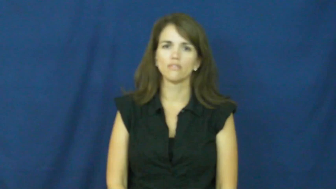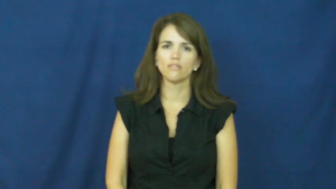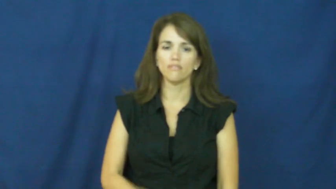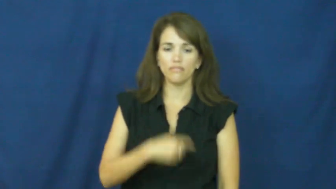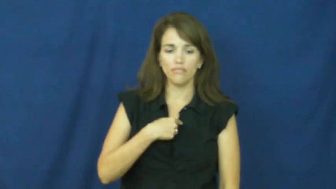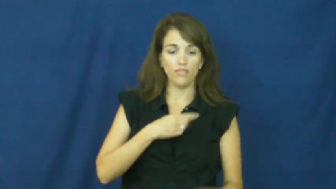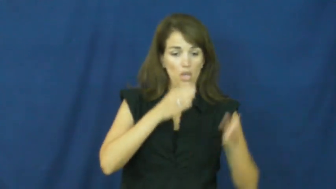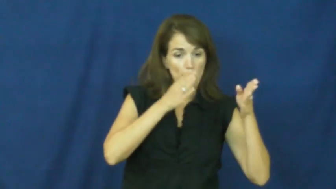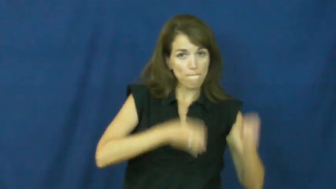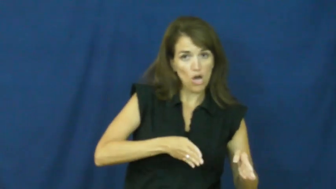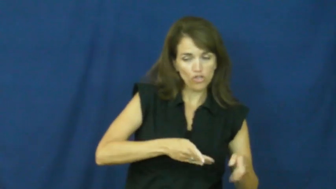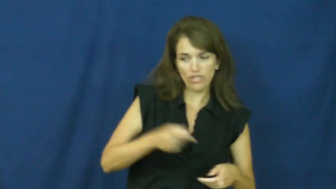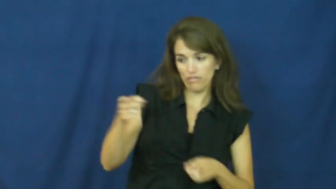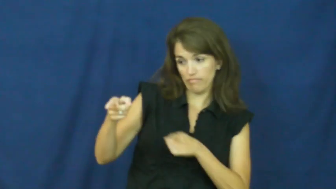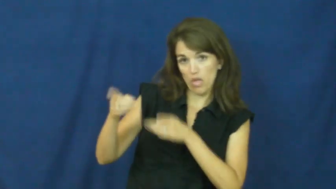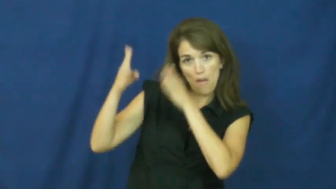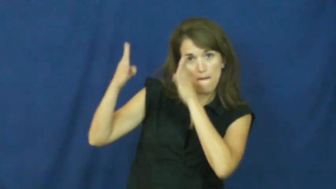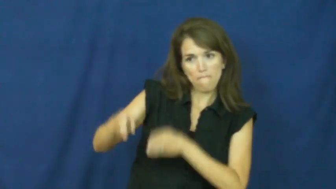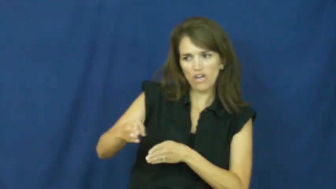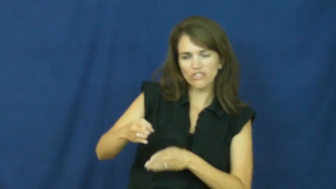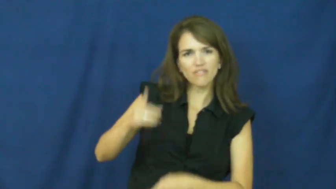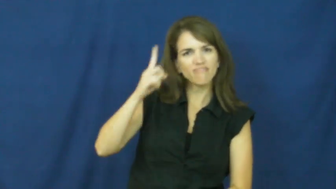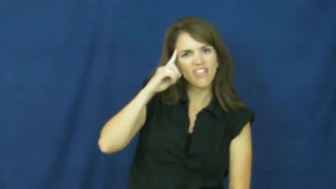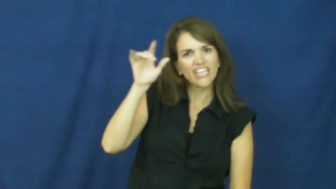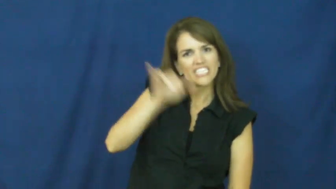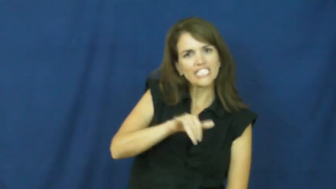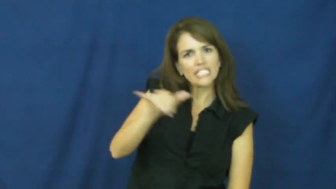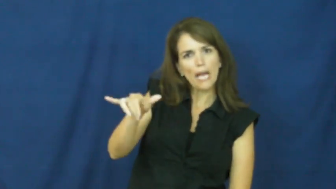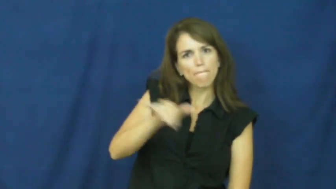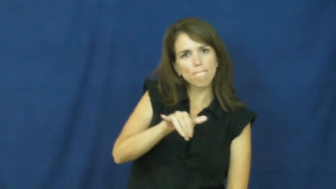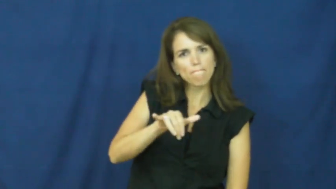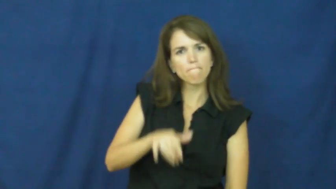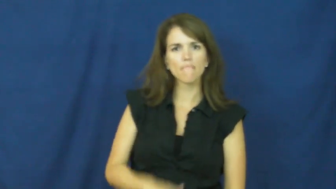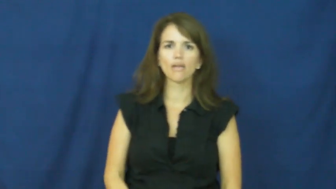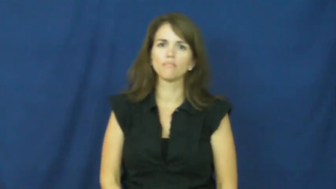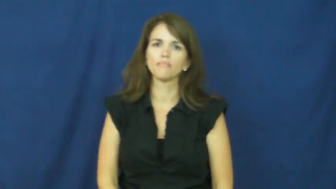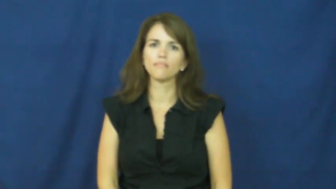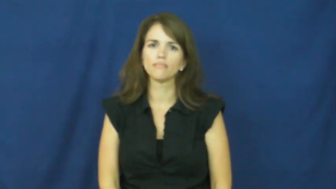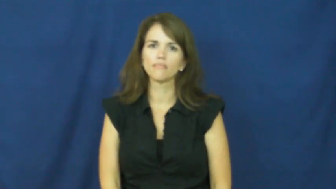"of the same mind", "of similar minds", "kindred spirits" , "like-minded" , "of like mind"